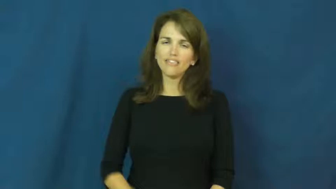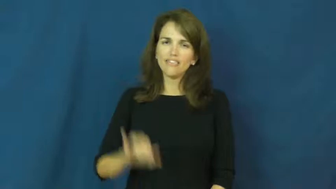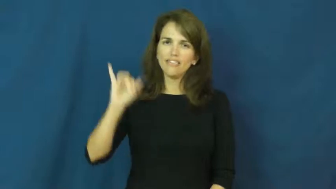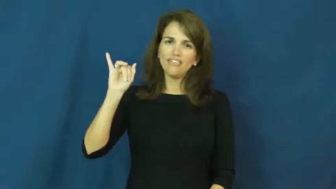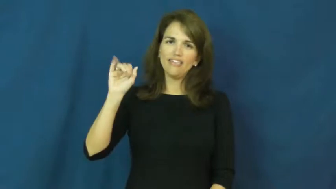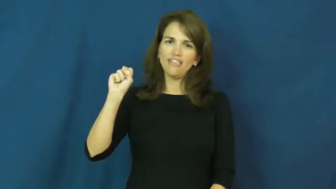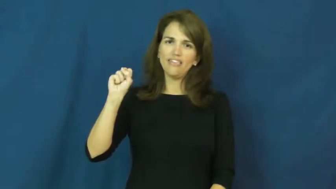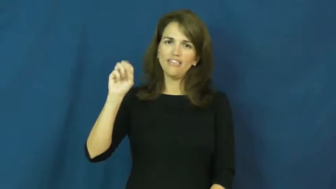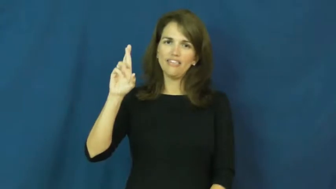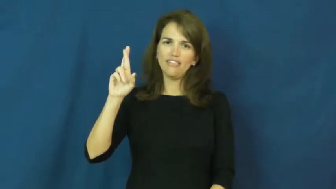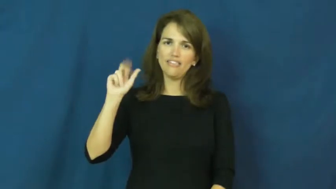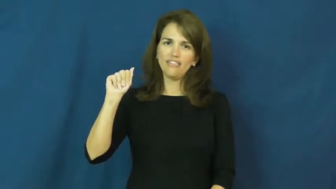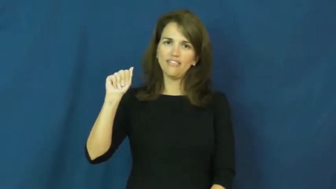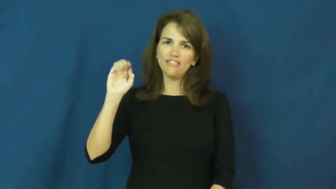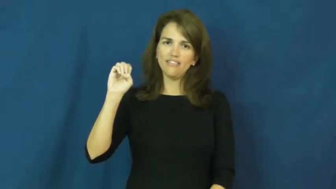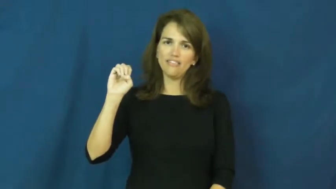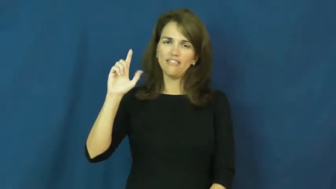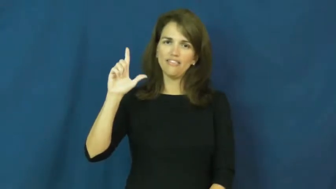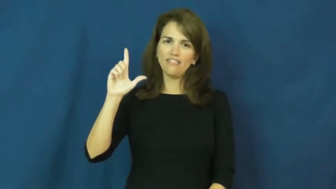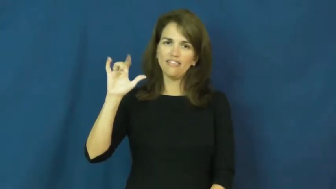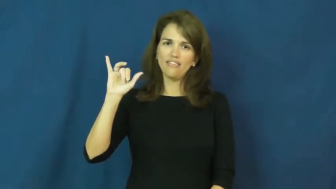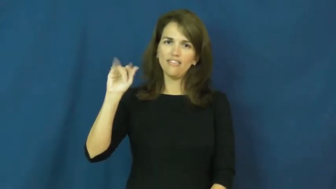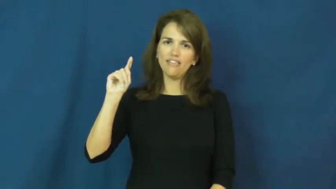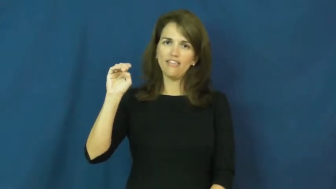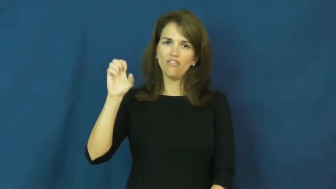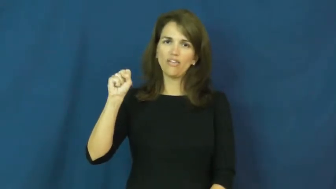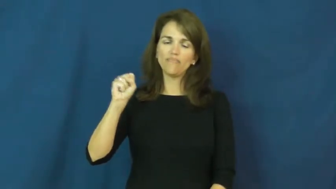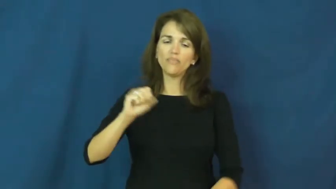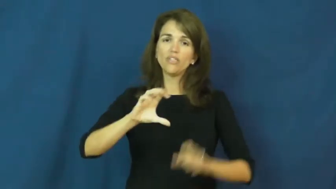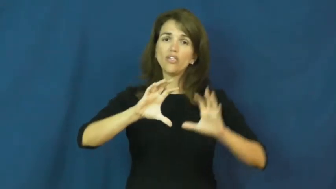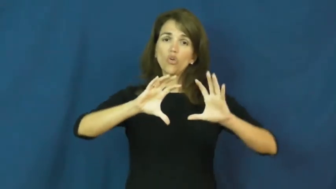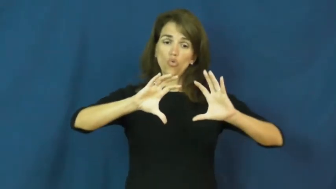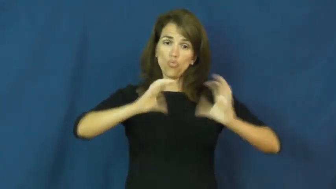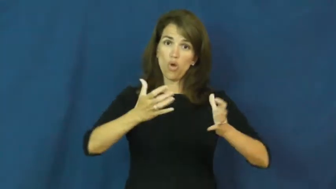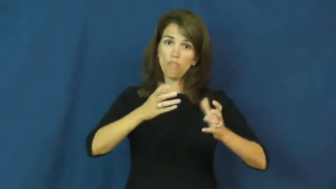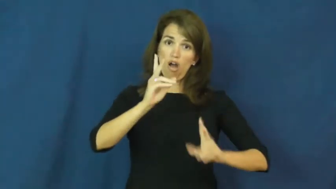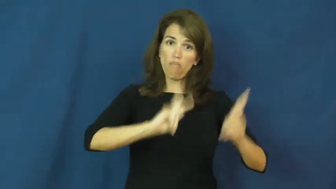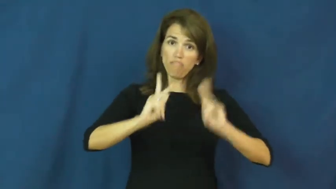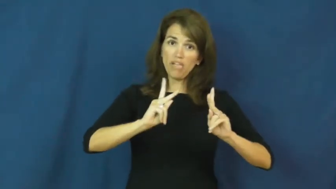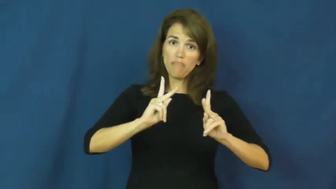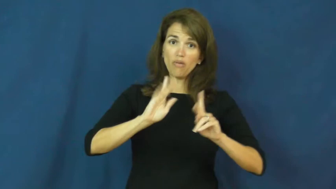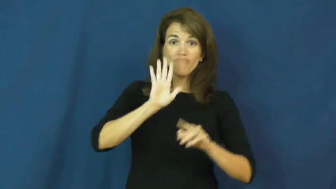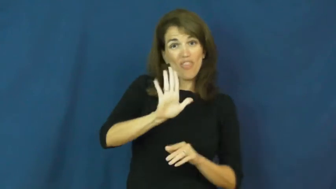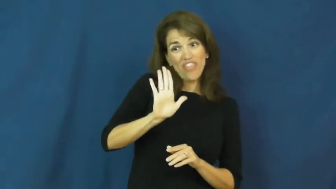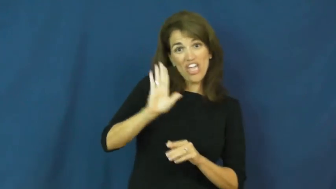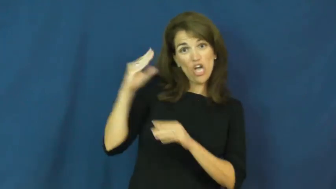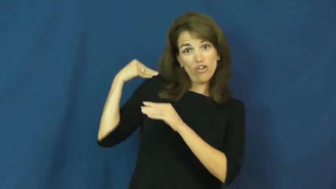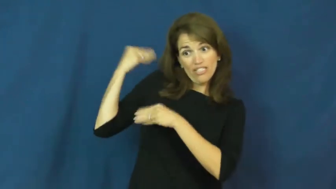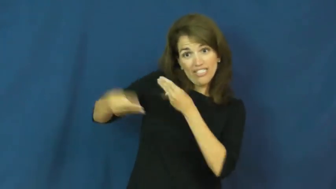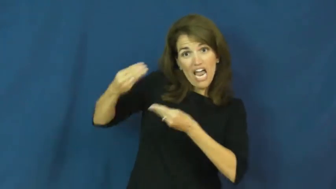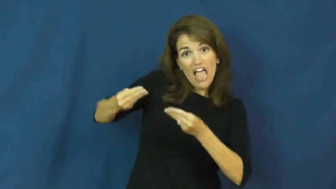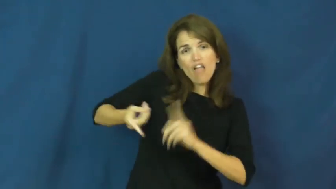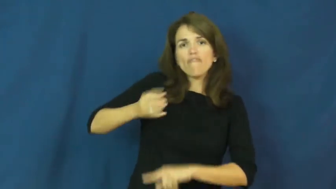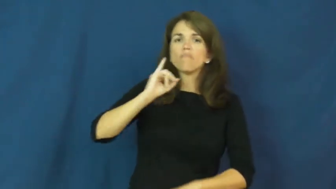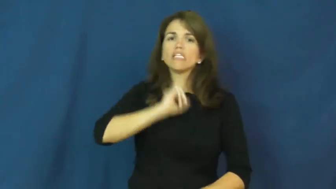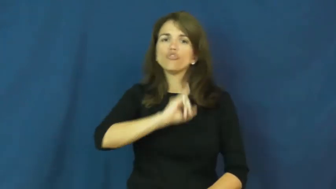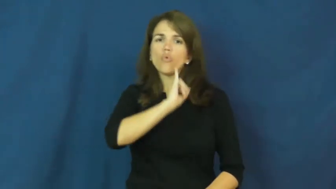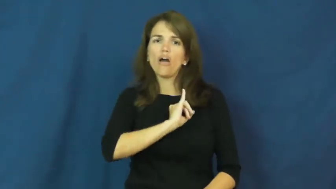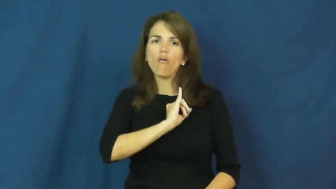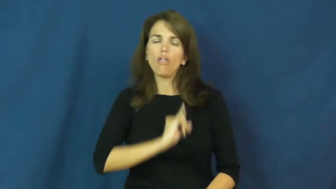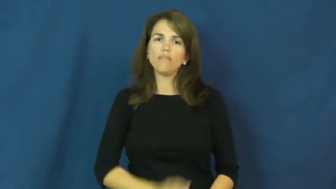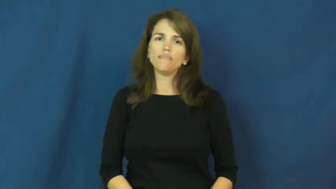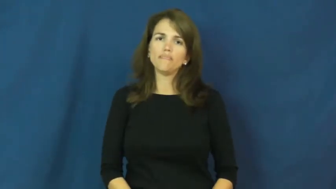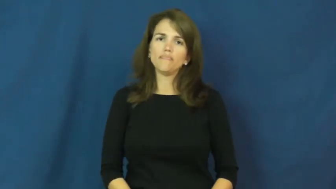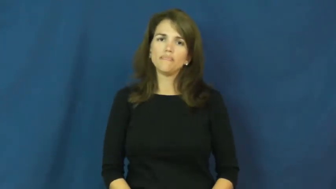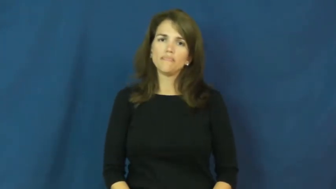israelites